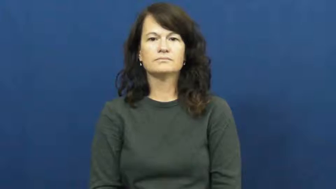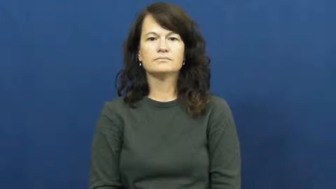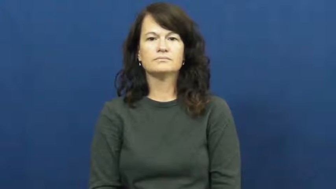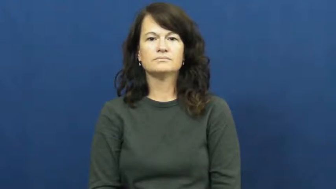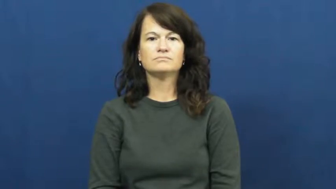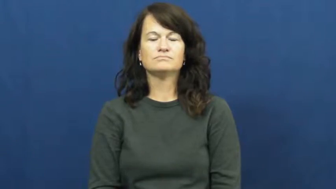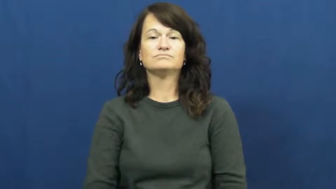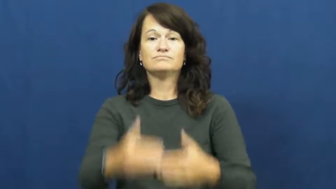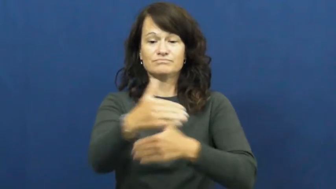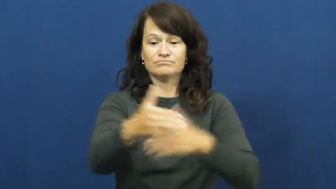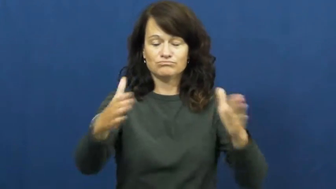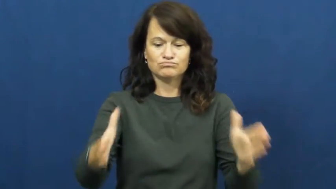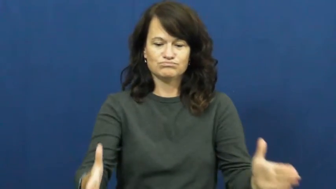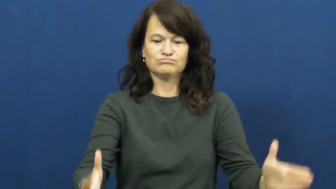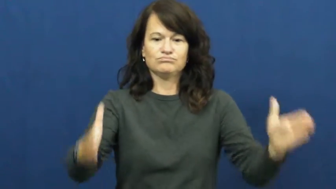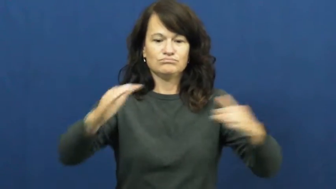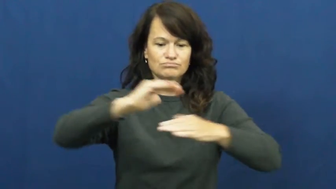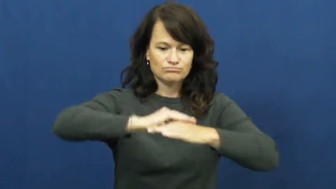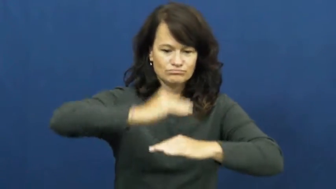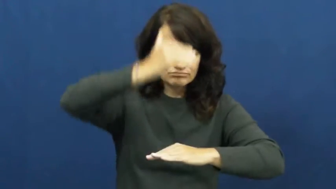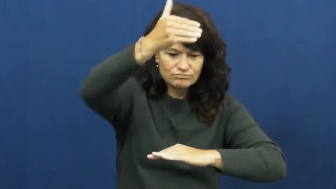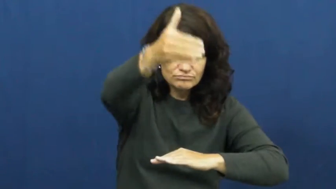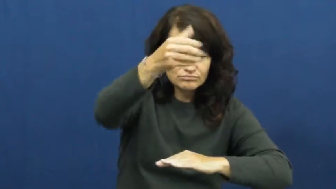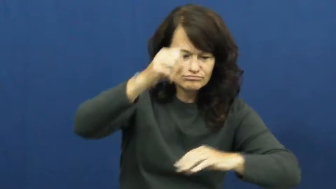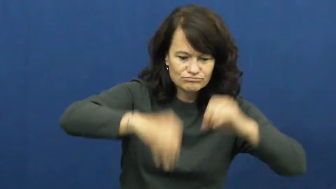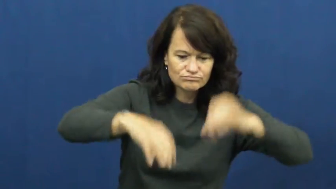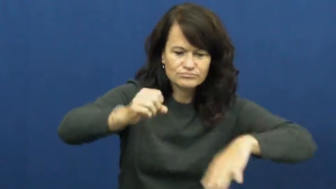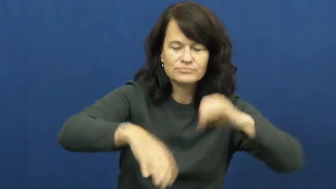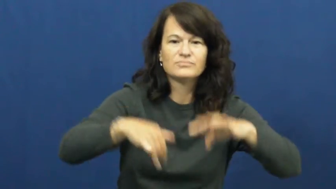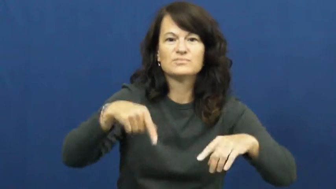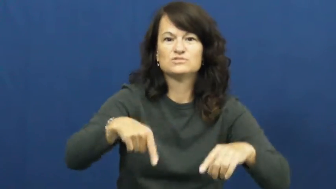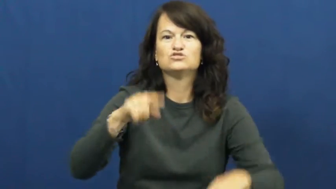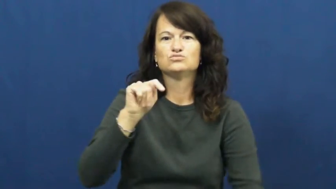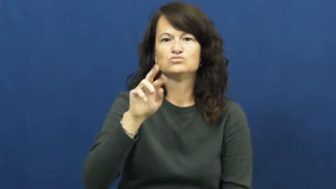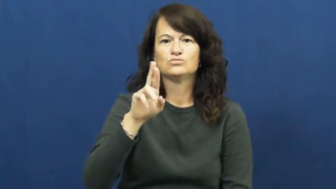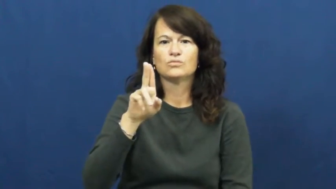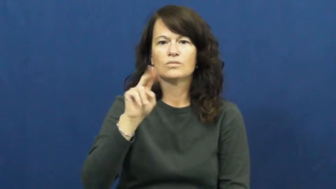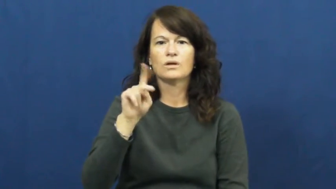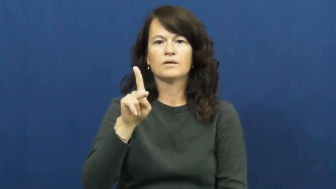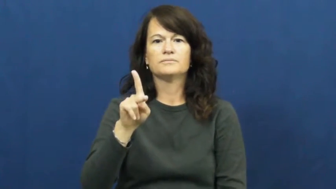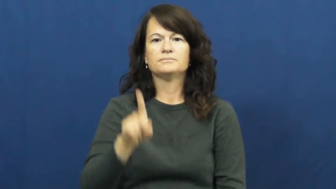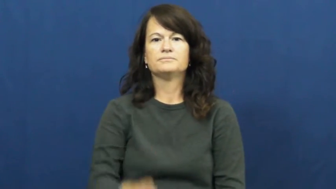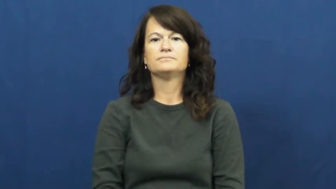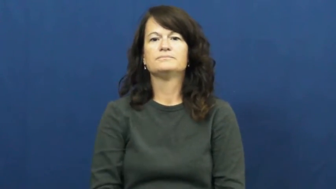trunk-box